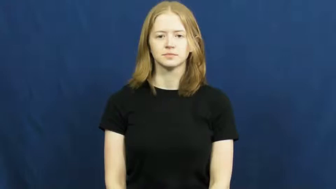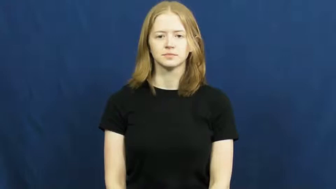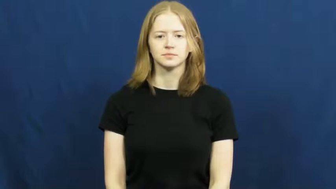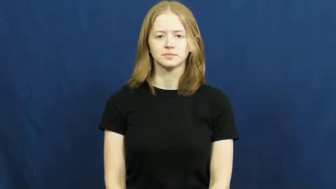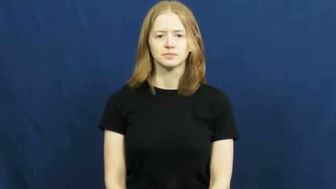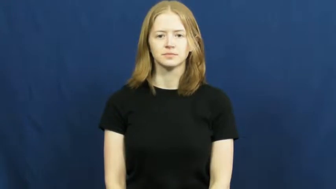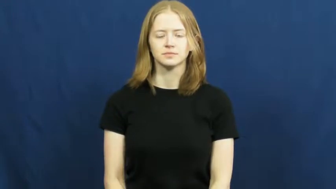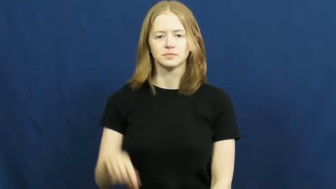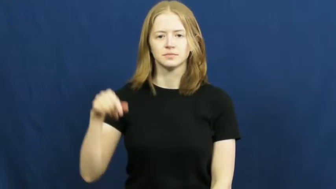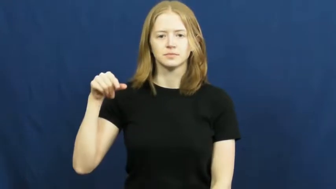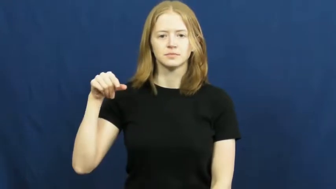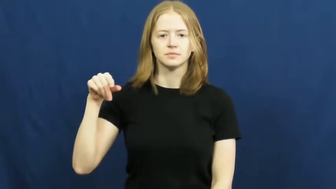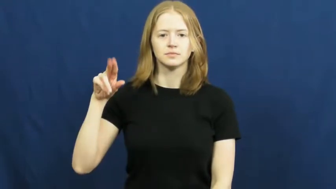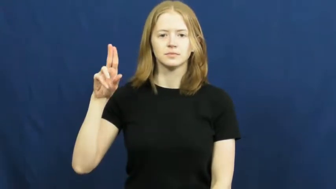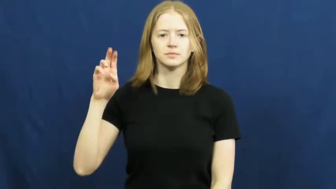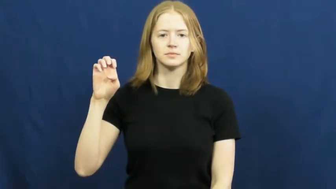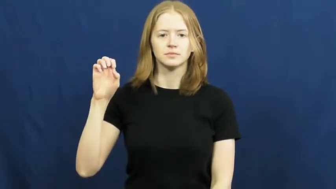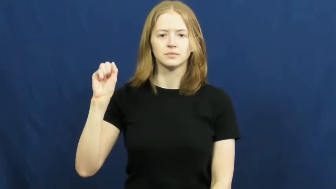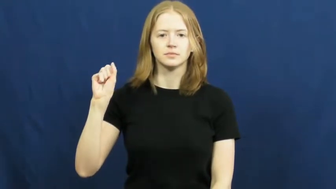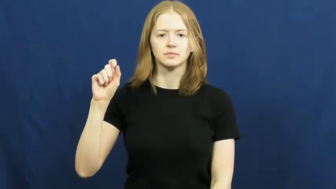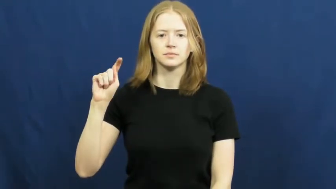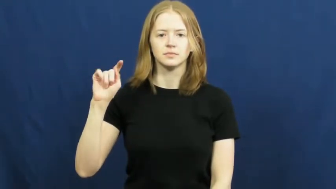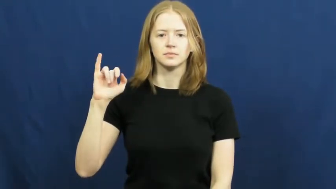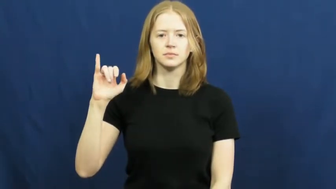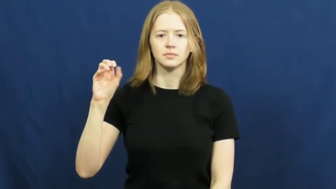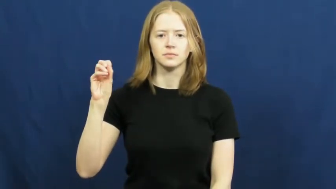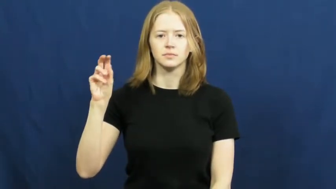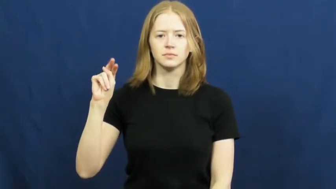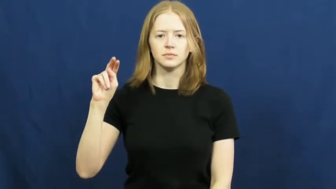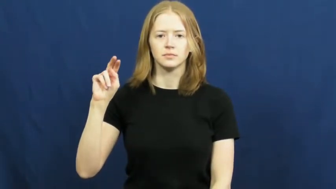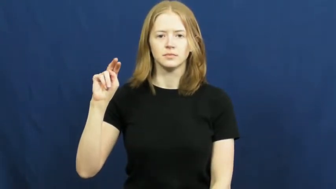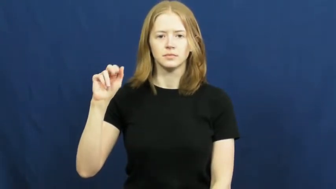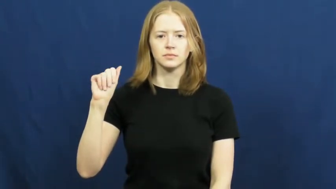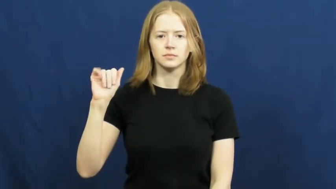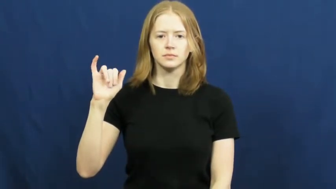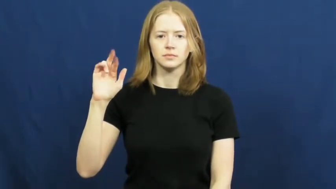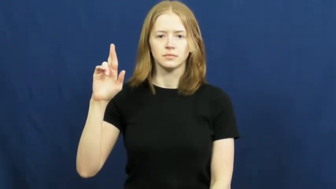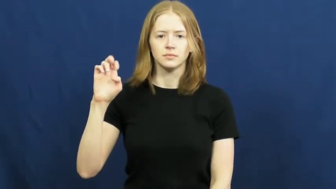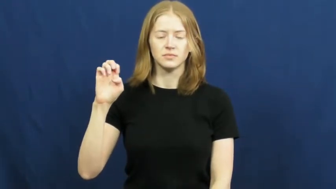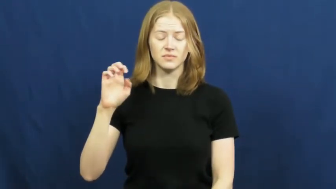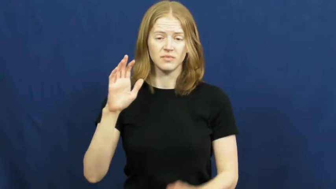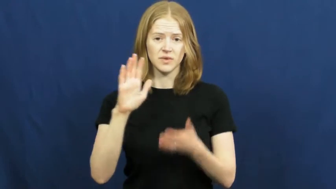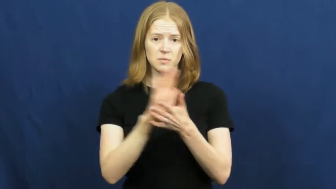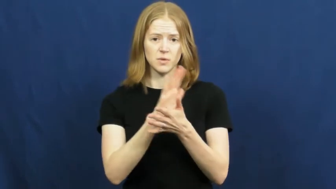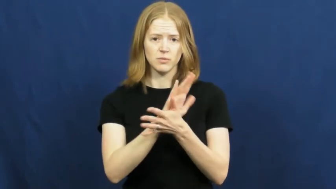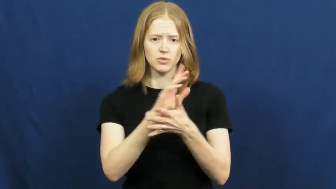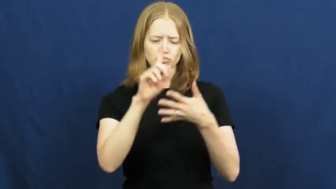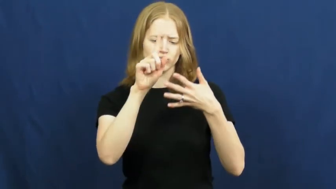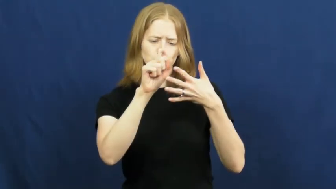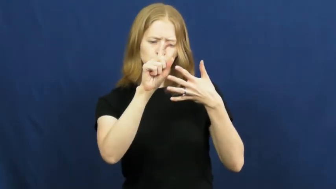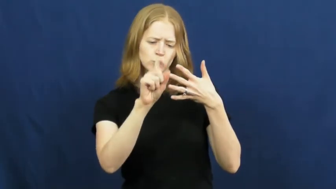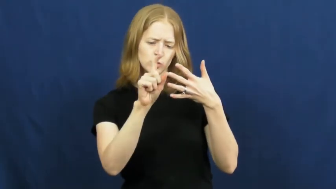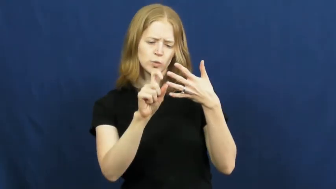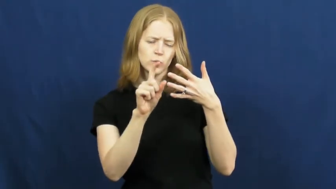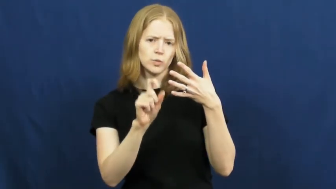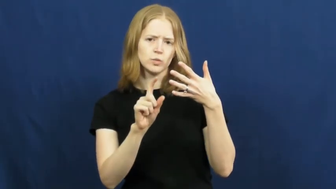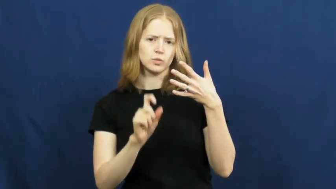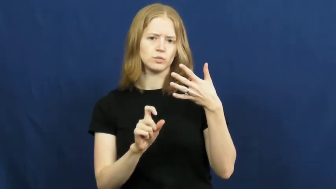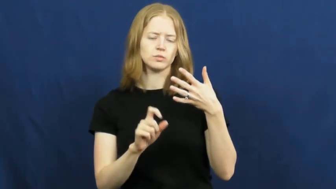questionnaire